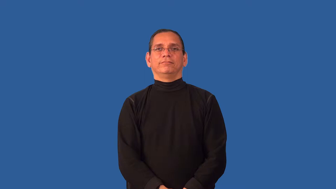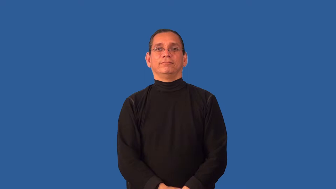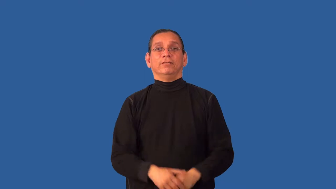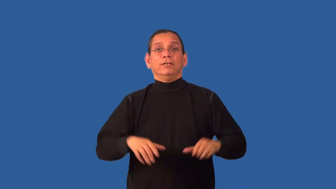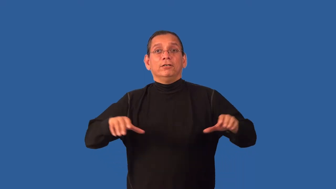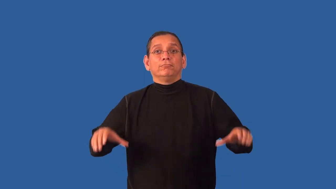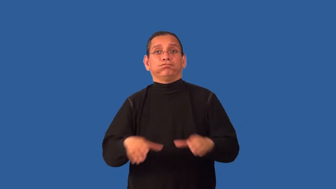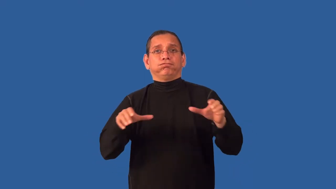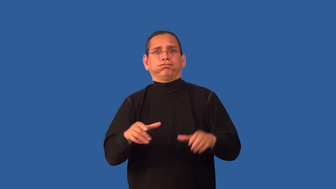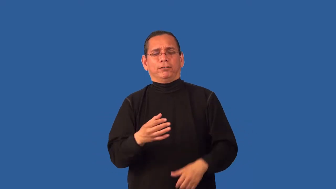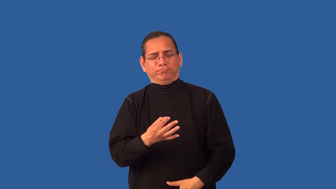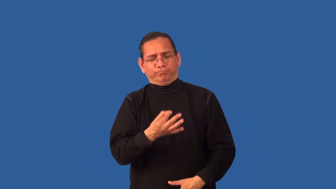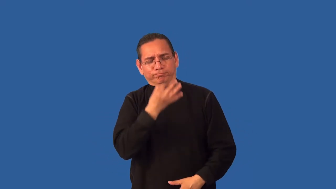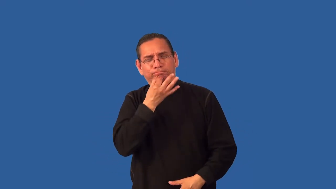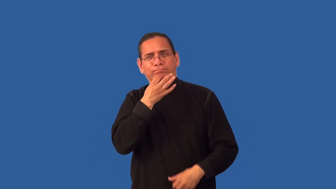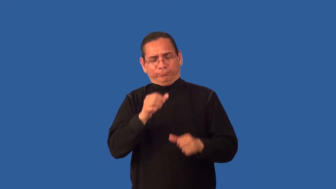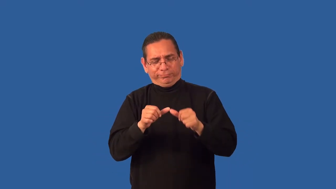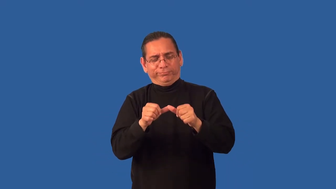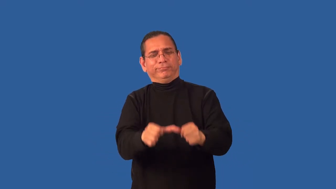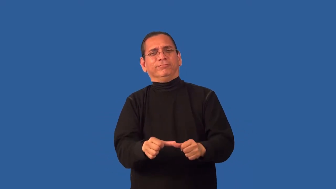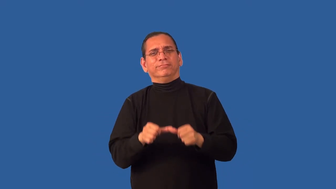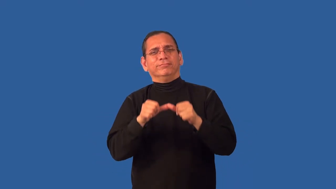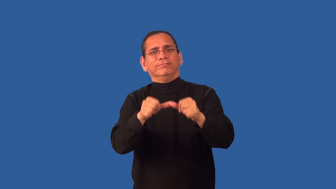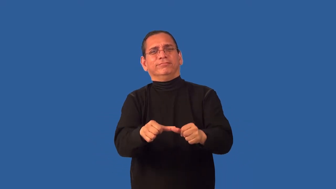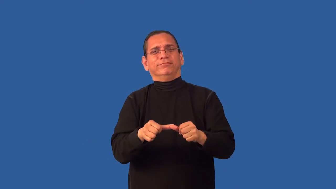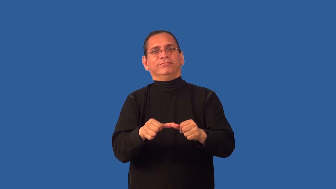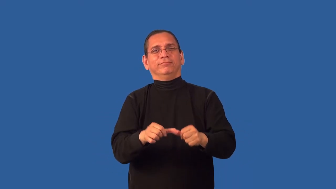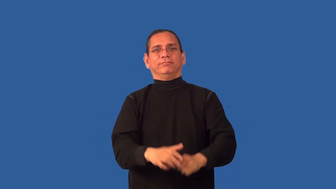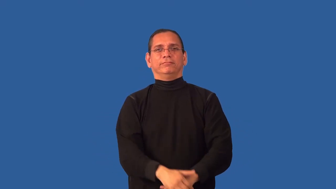untiring